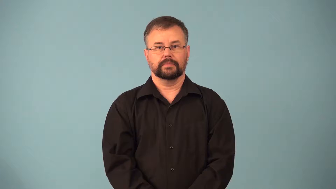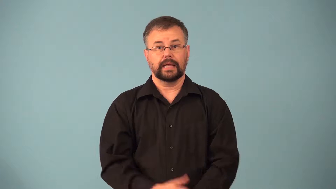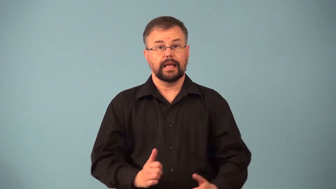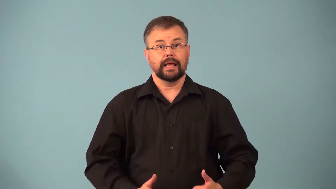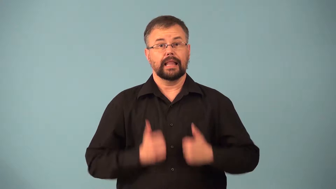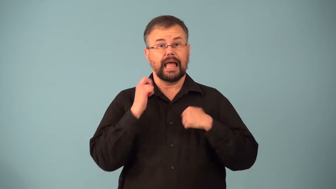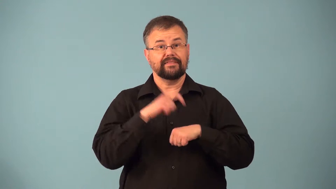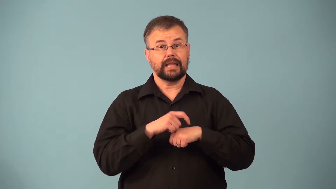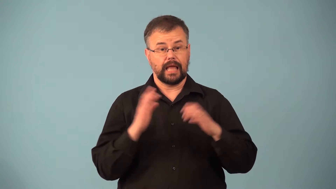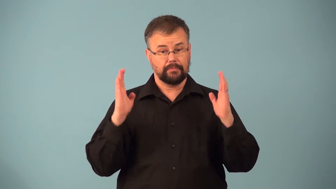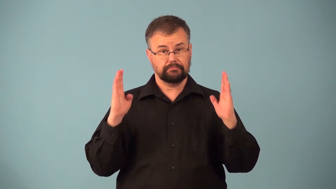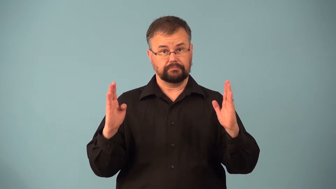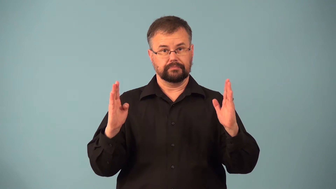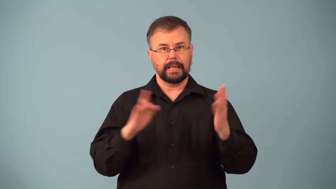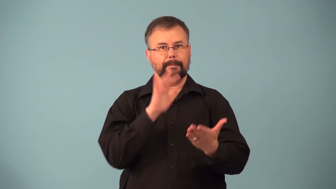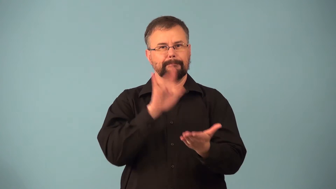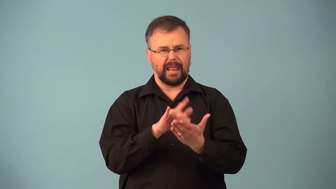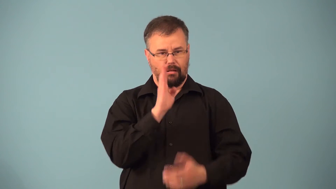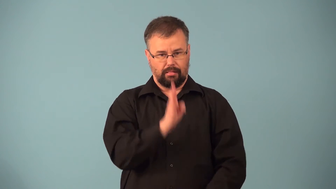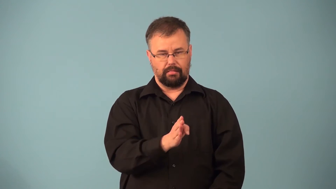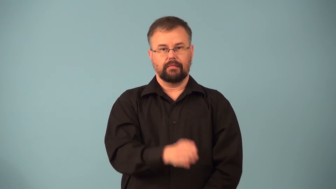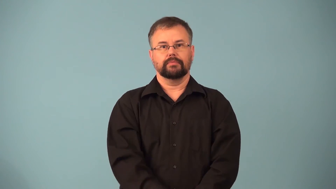midlife